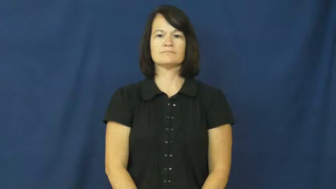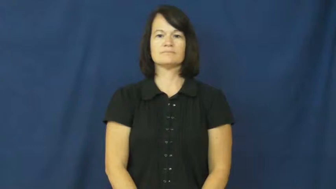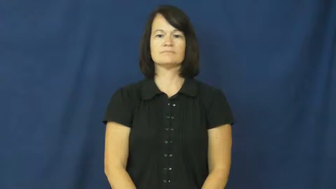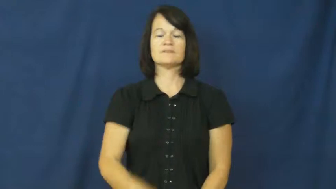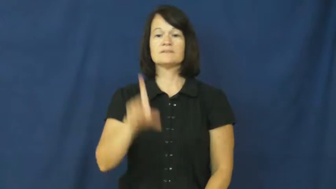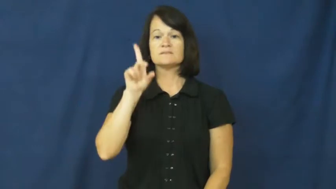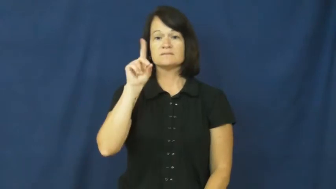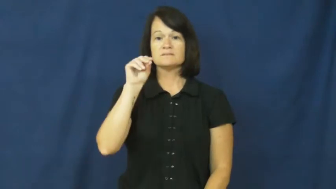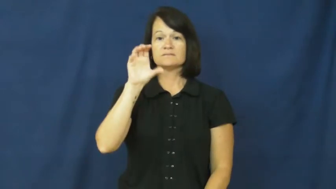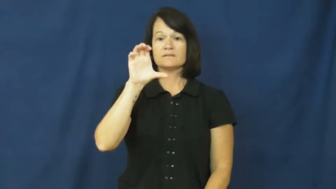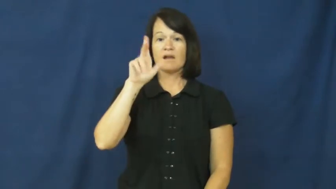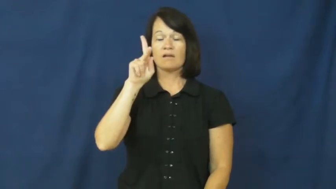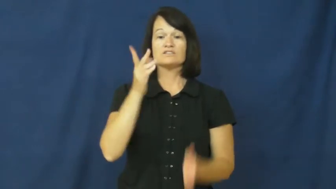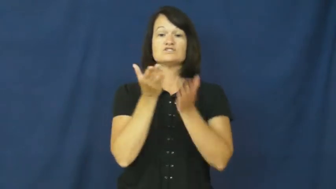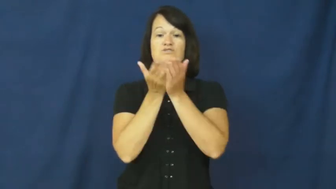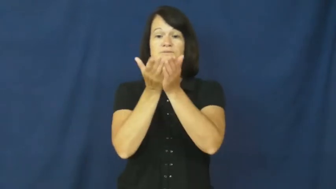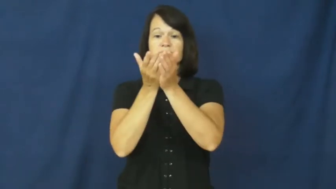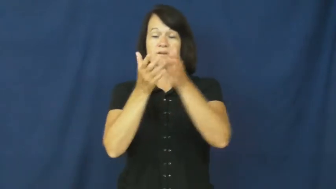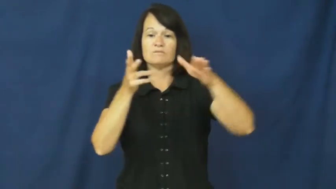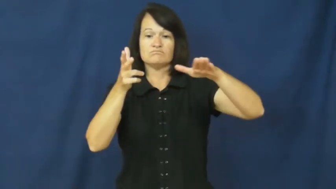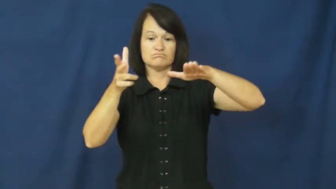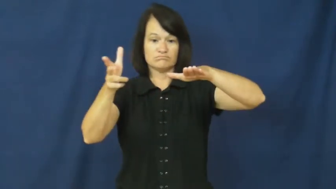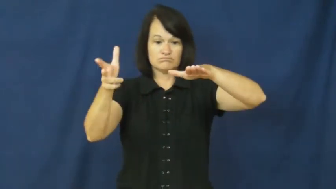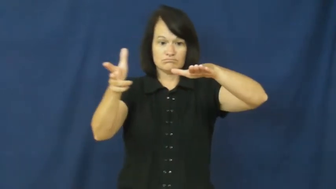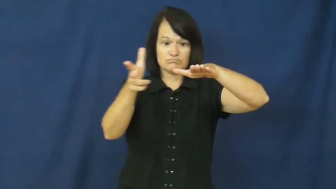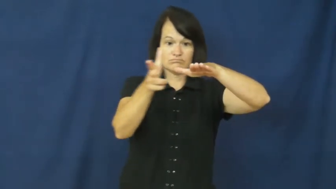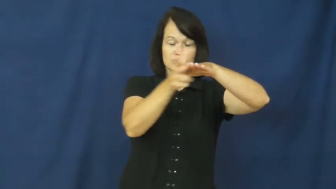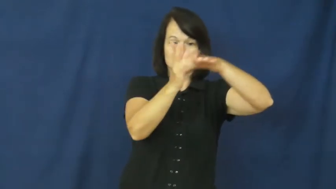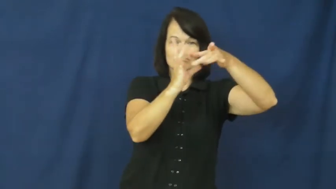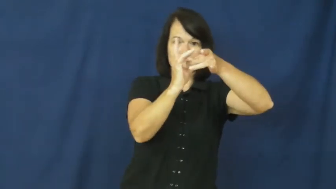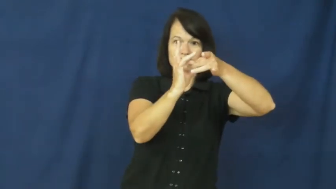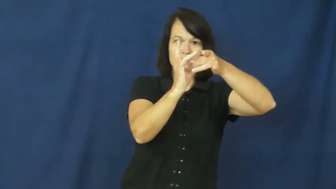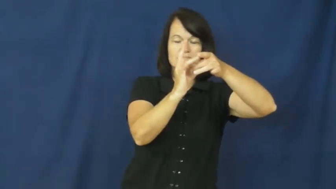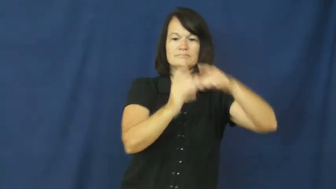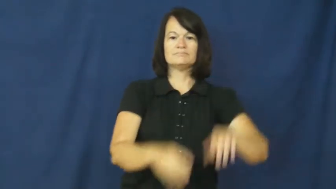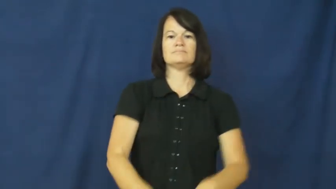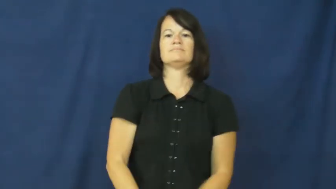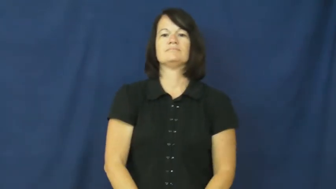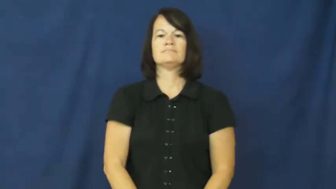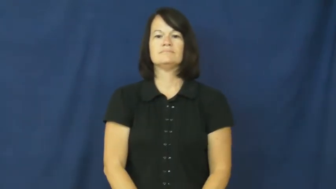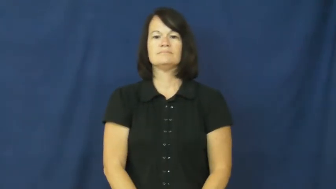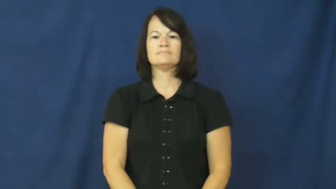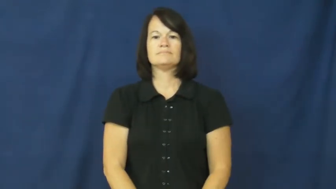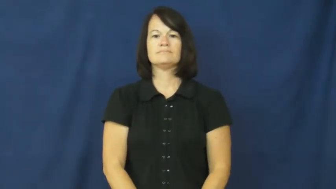dock-verb